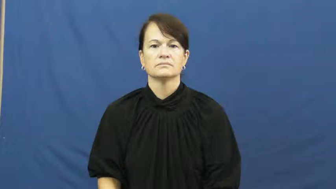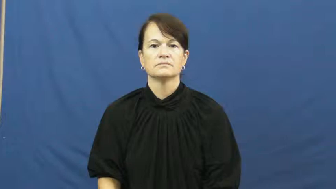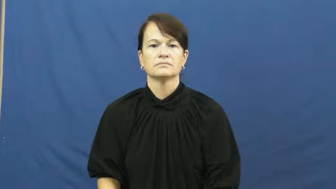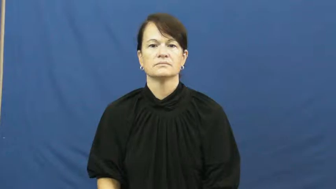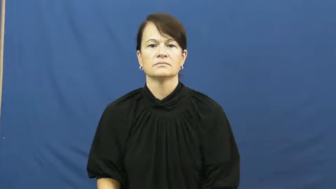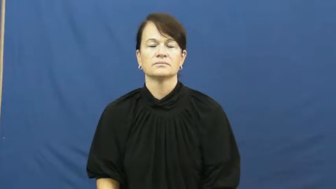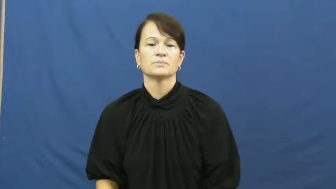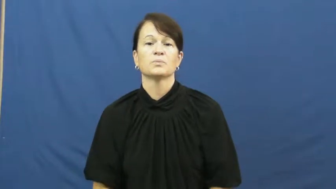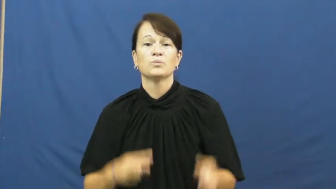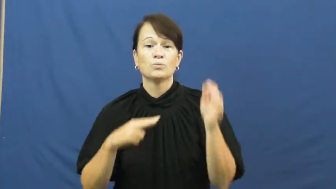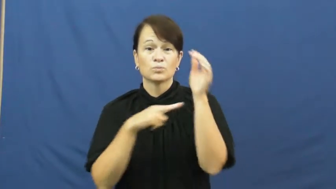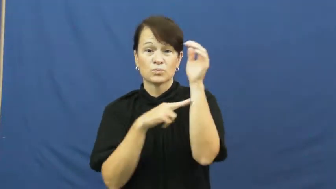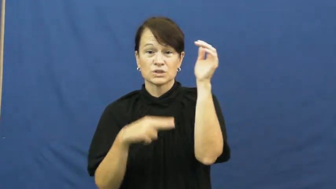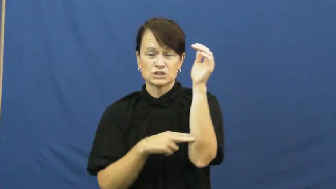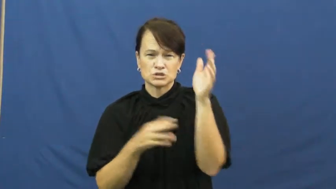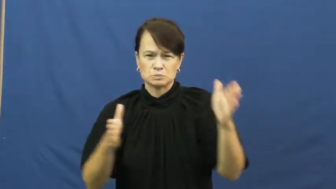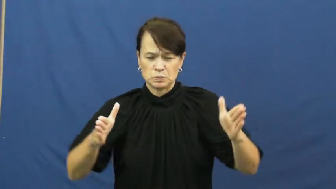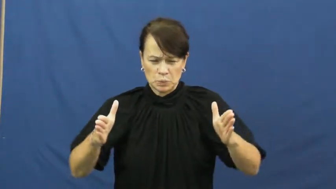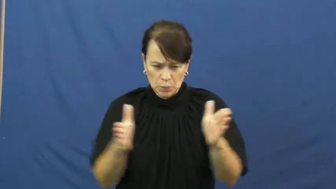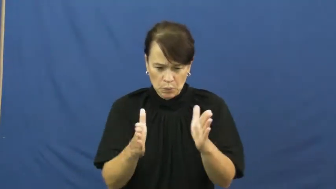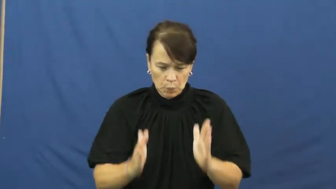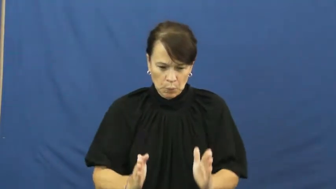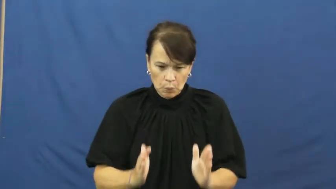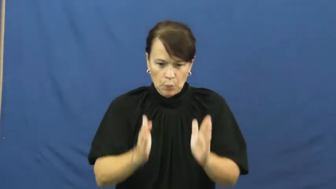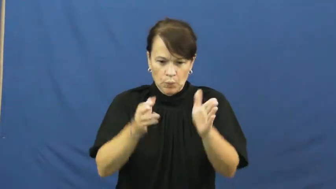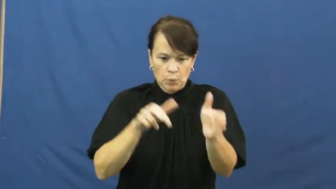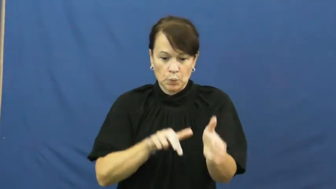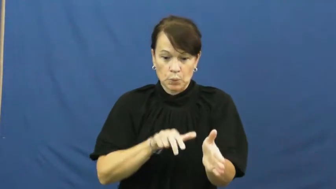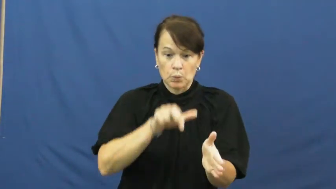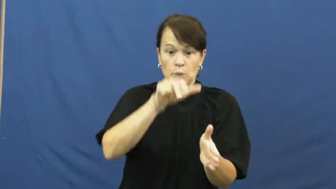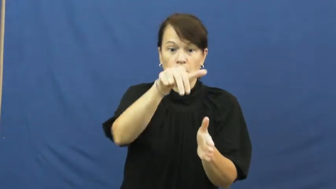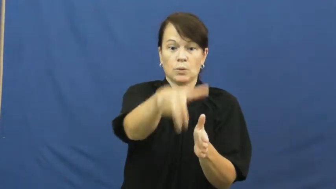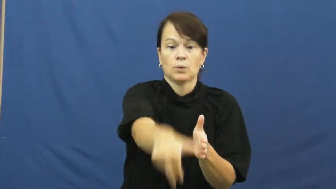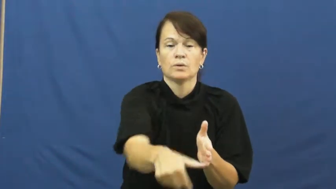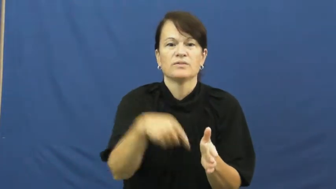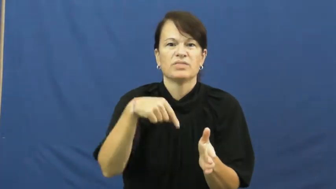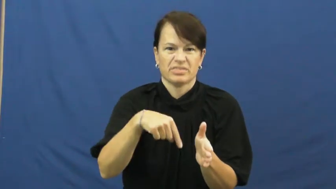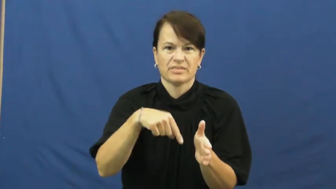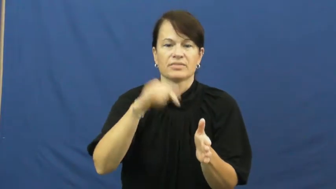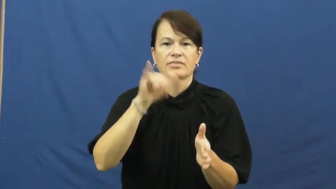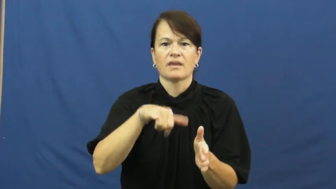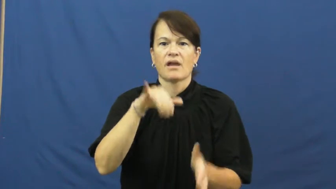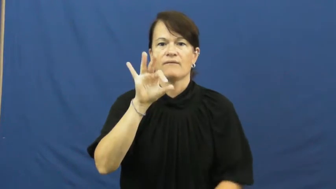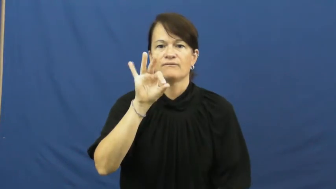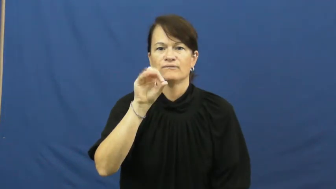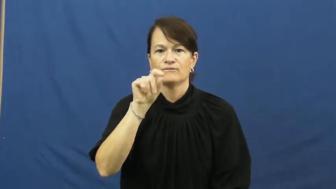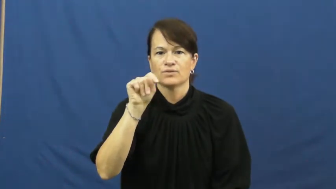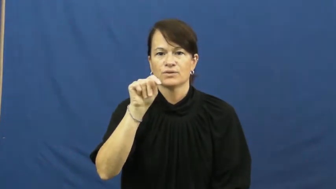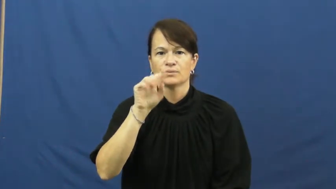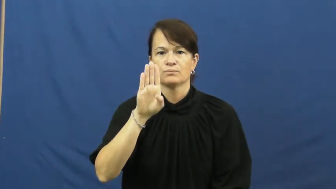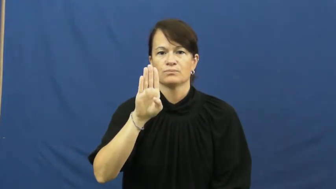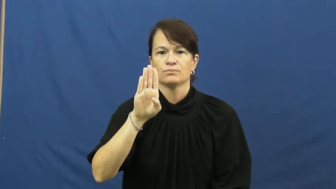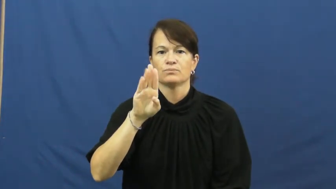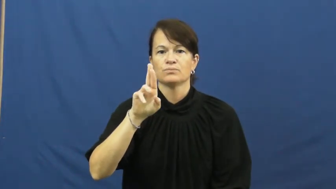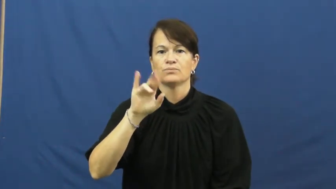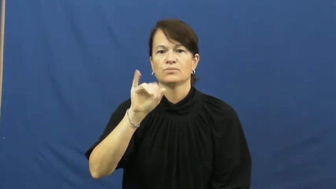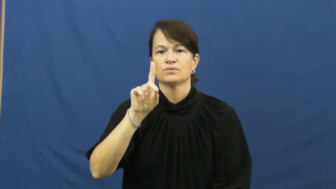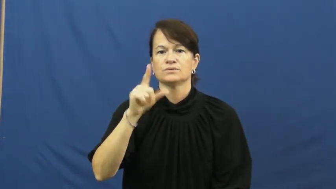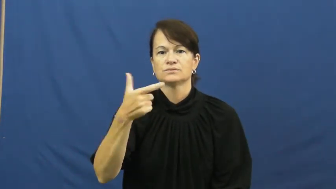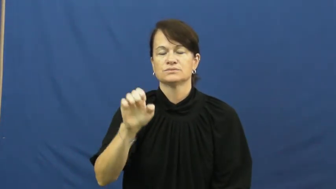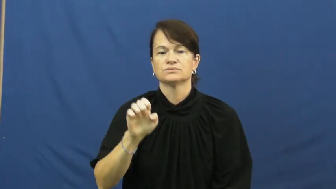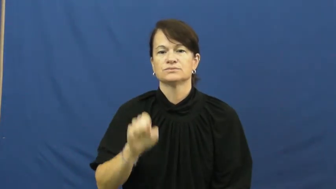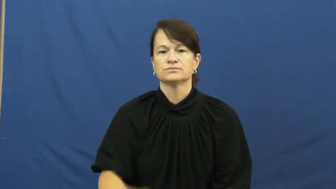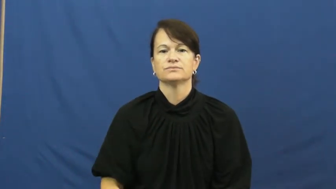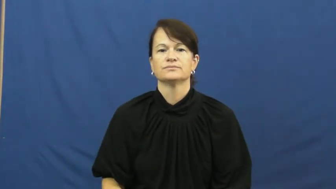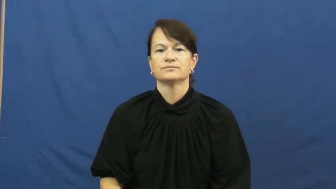footbridge